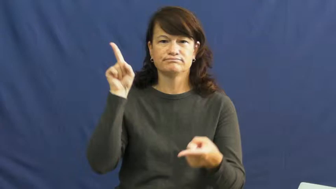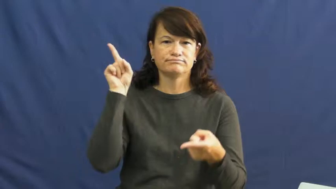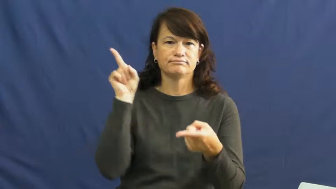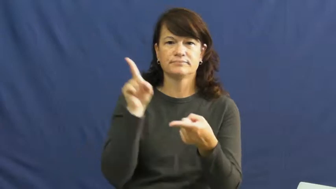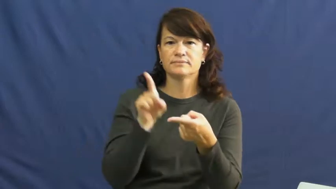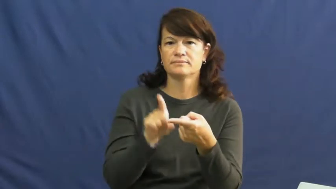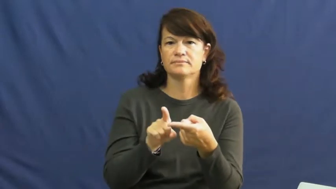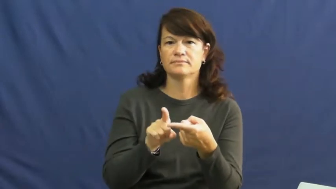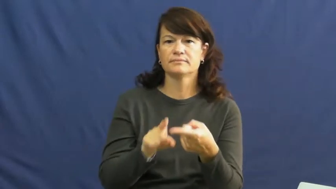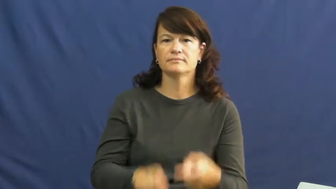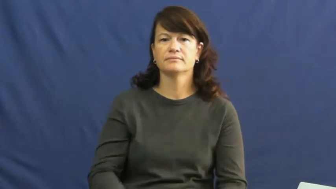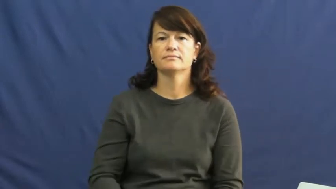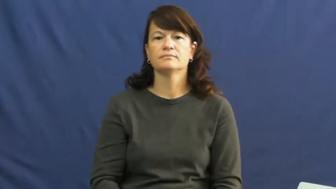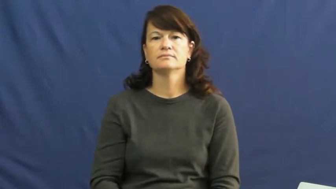cut down,cut down on